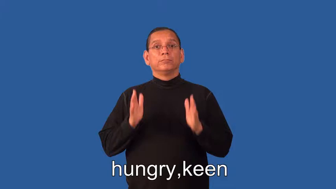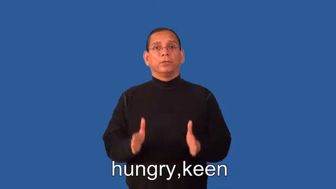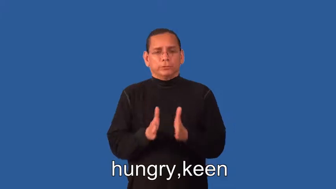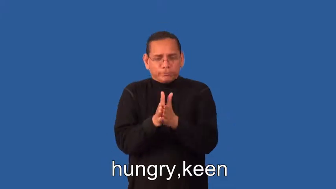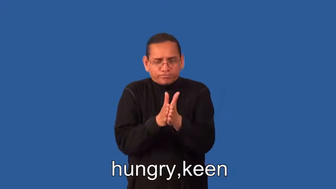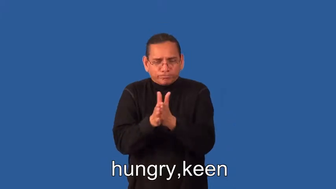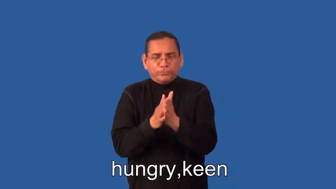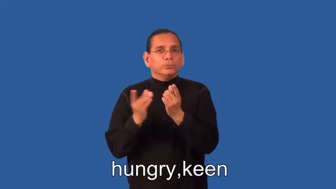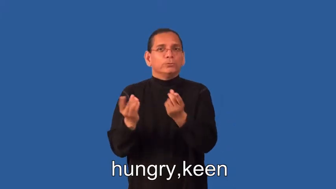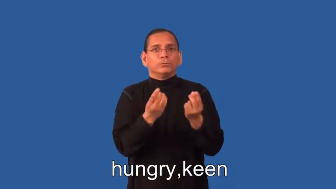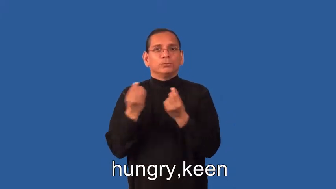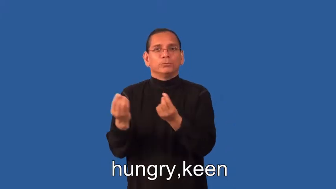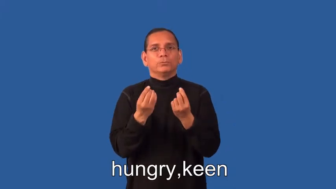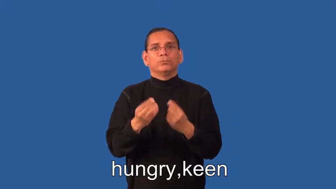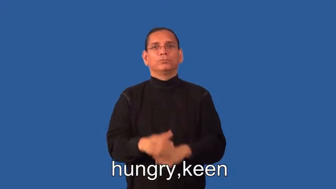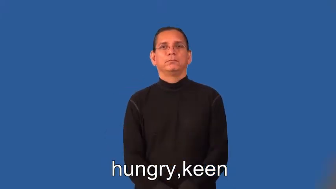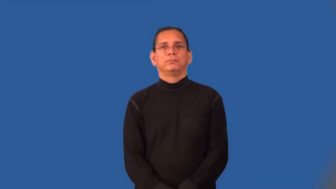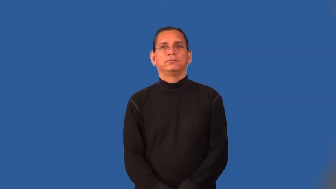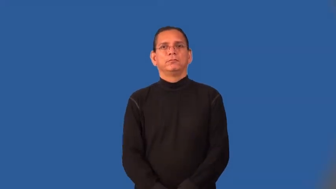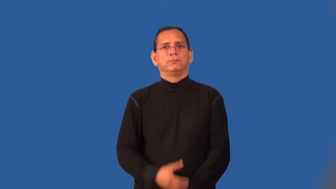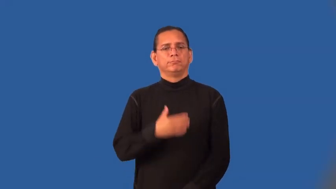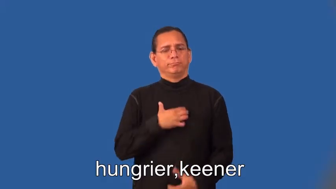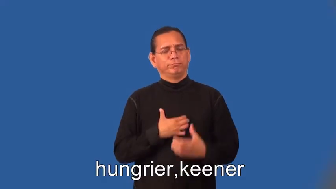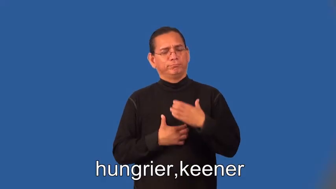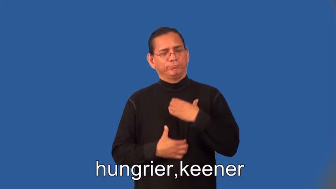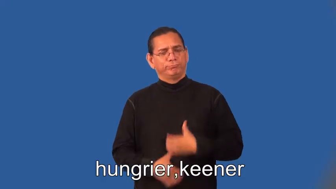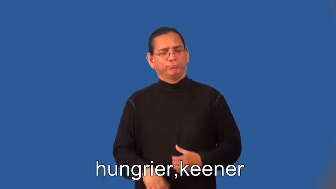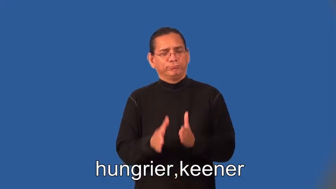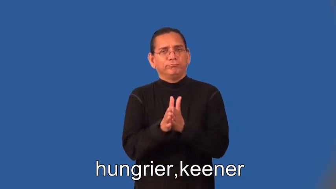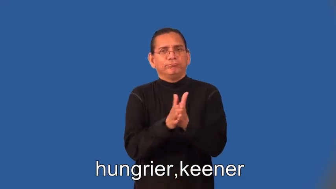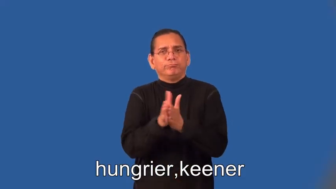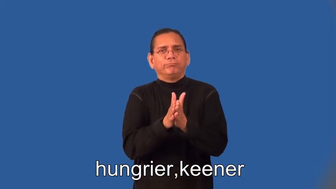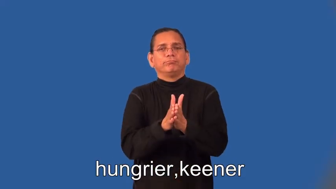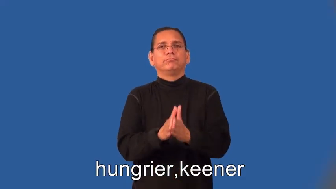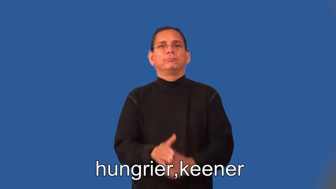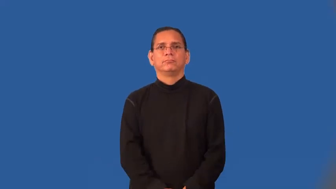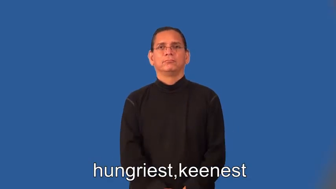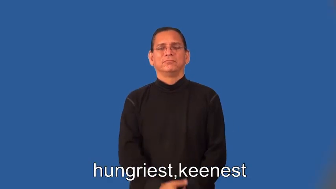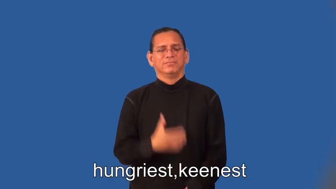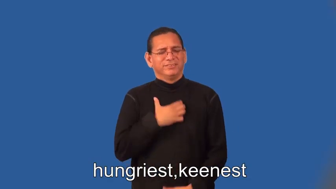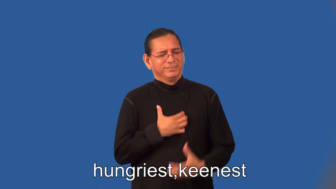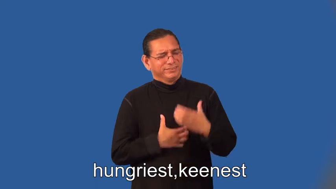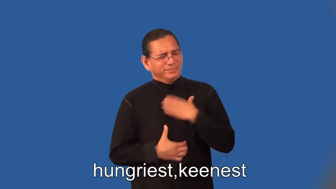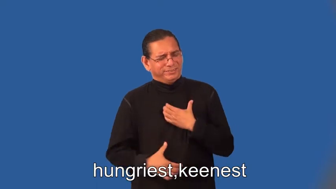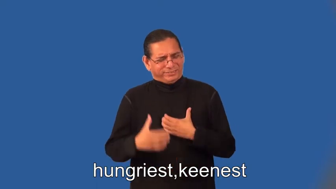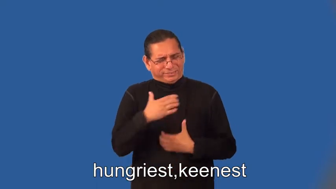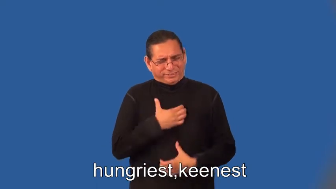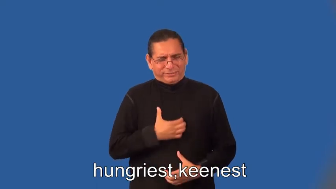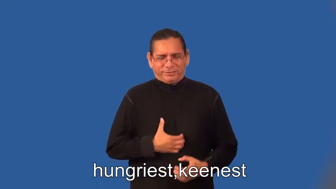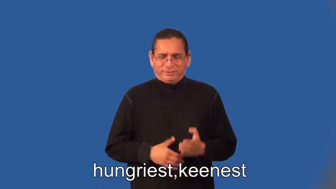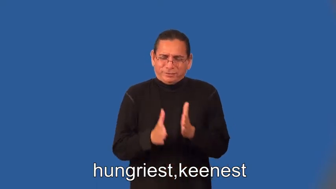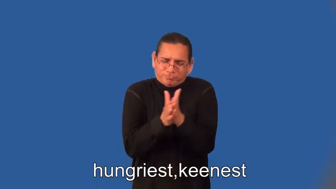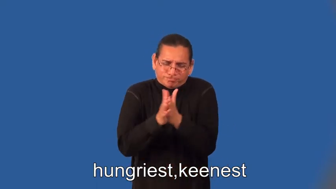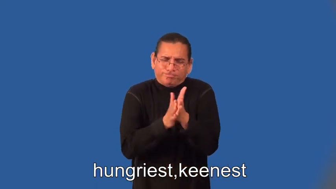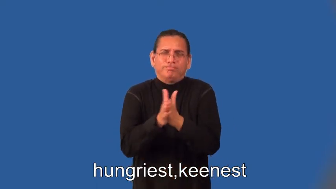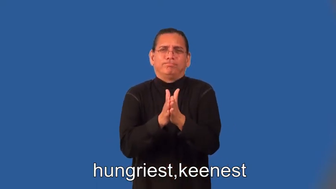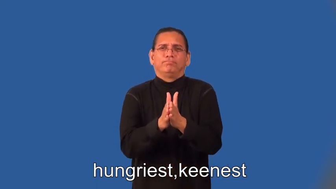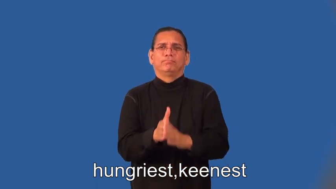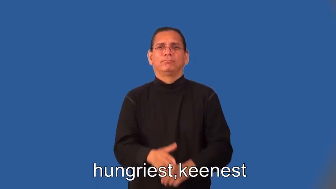hungrier,keener,hungriest,keenest